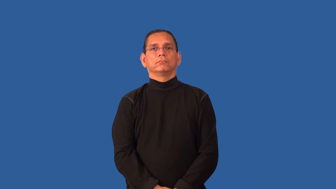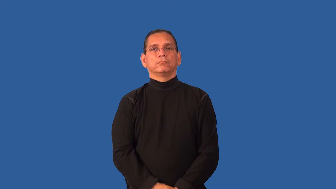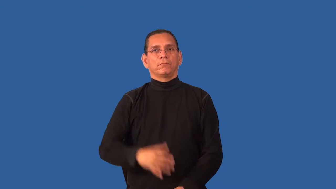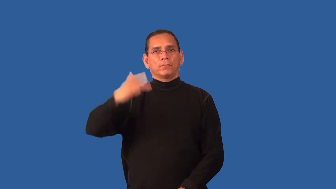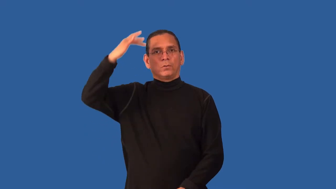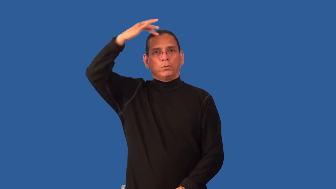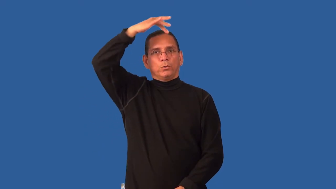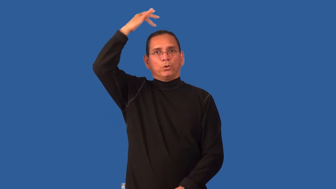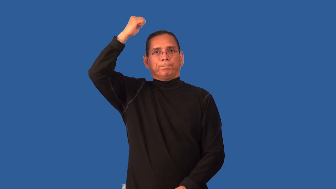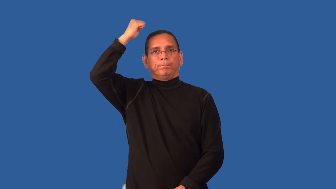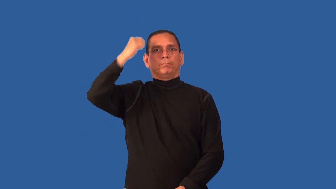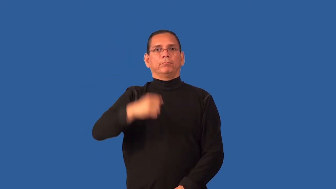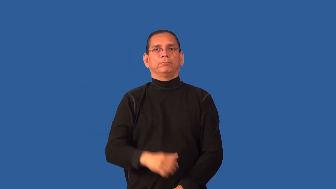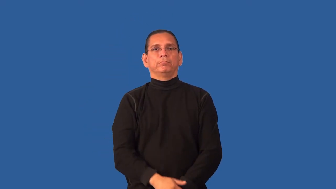hairless